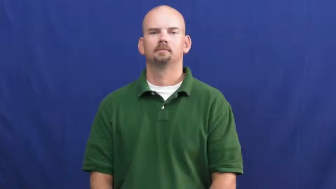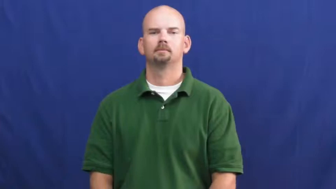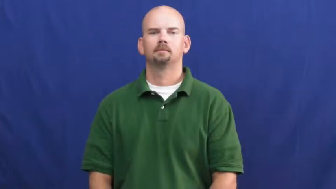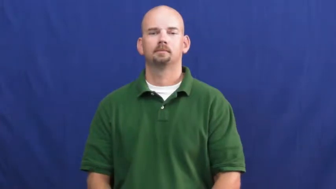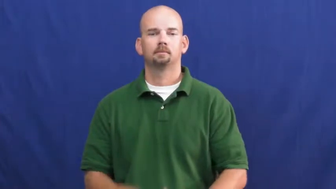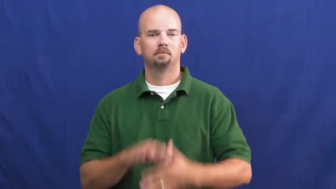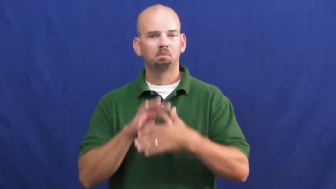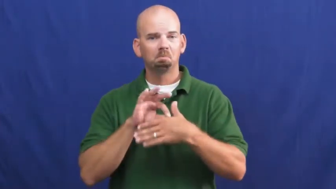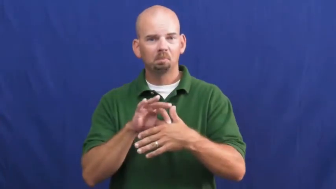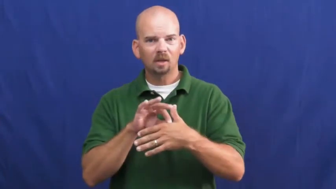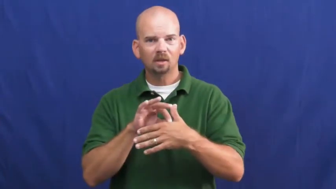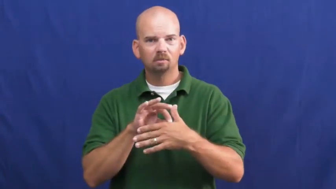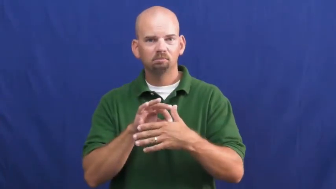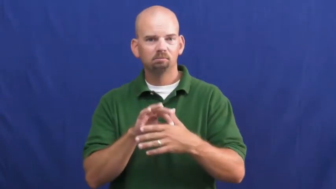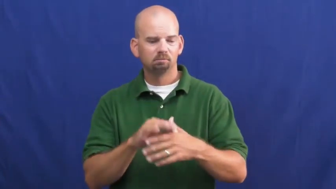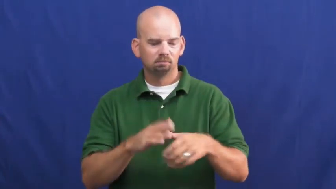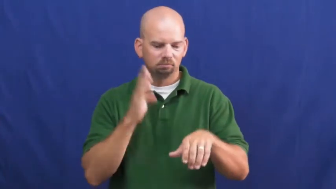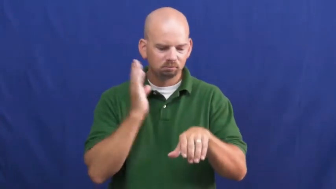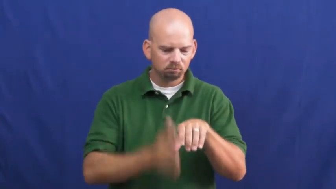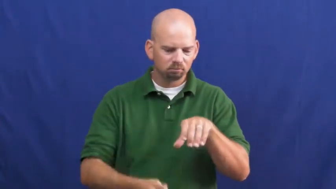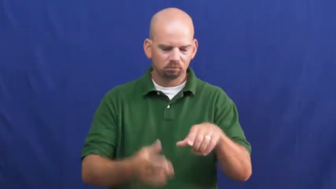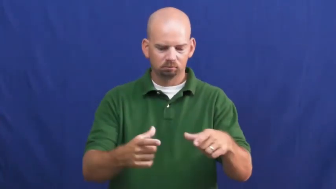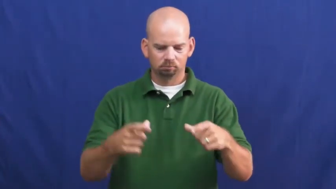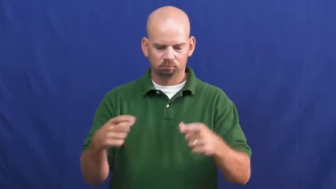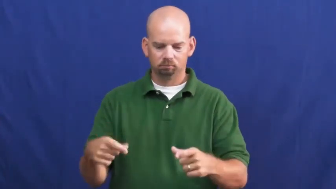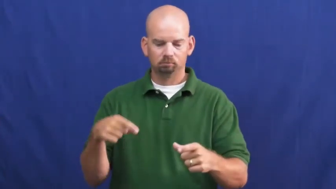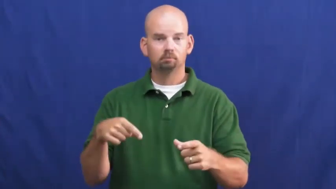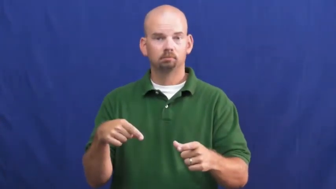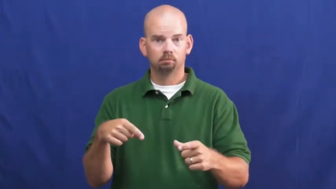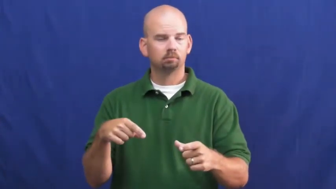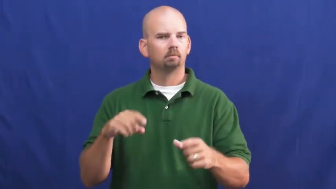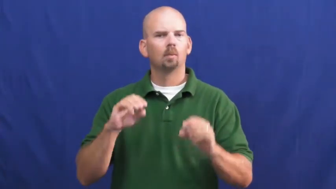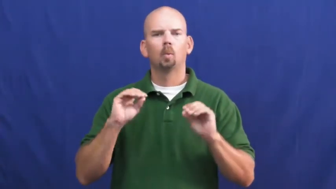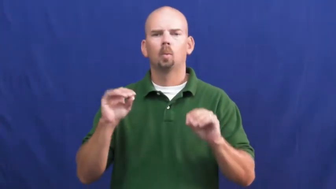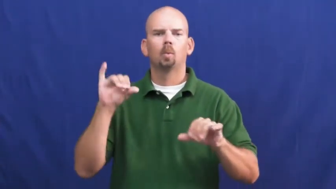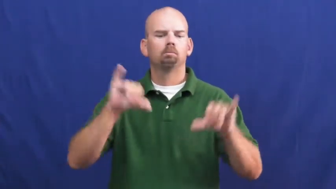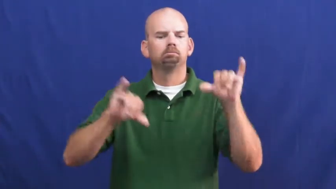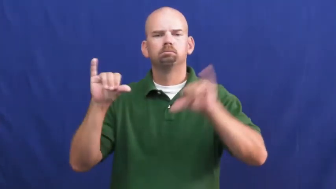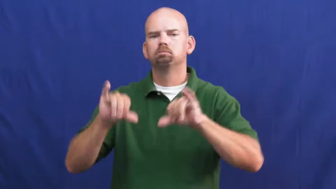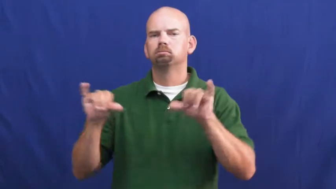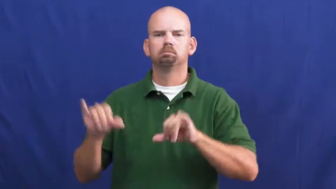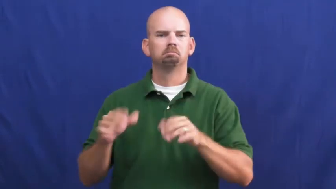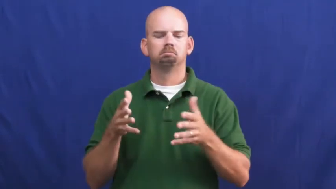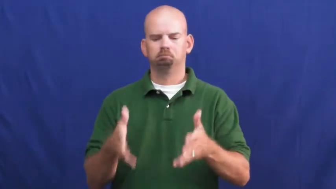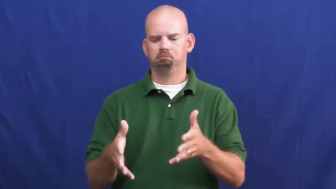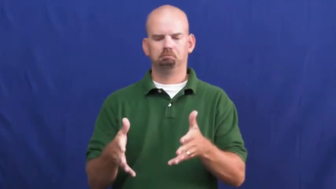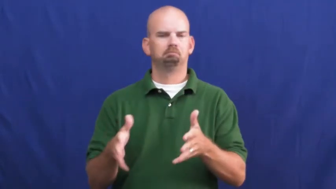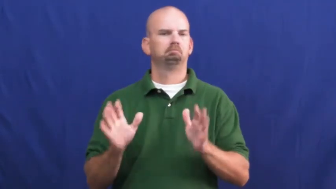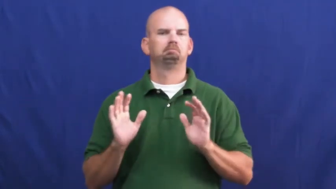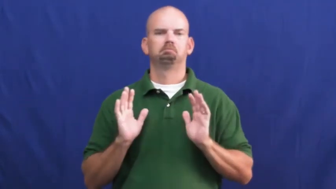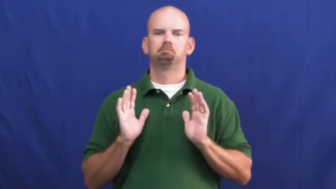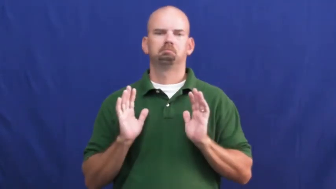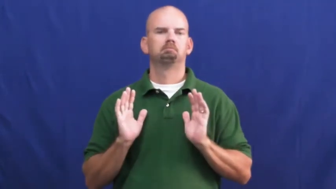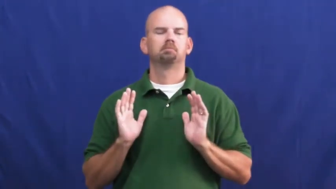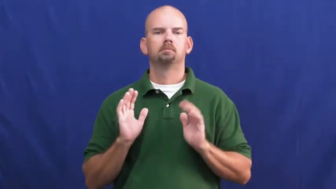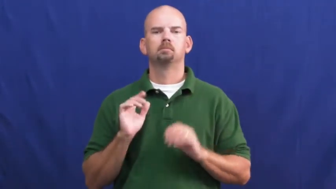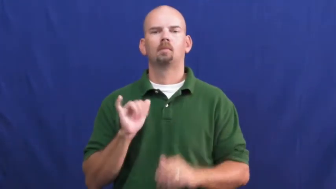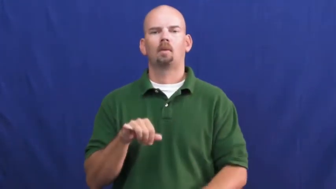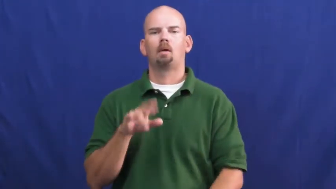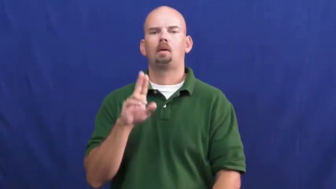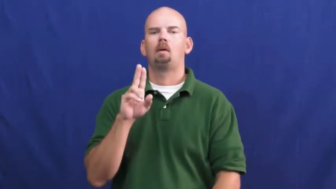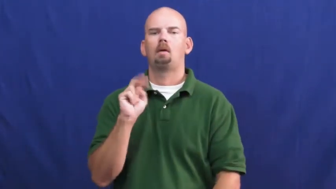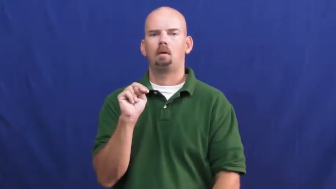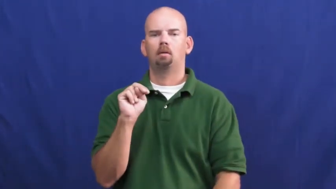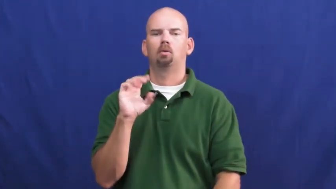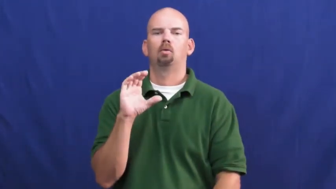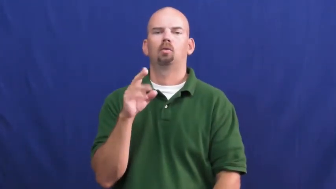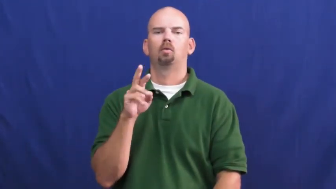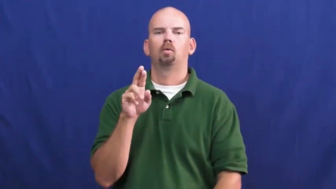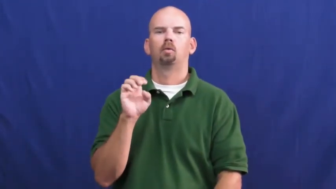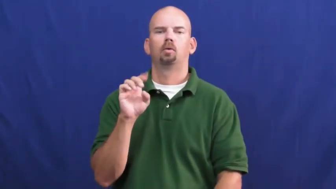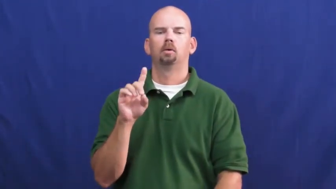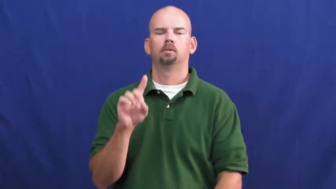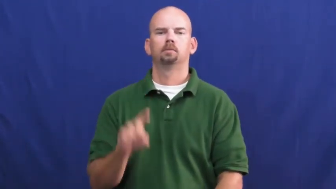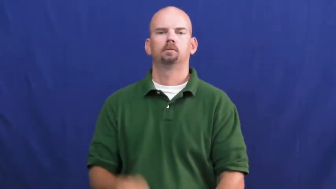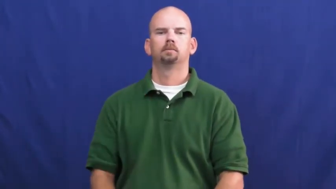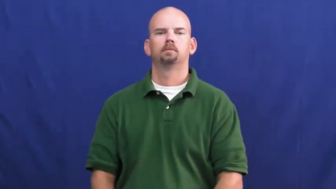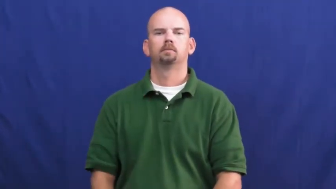uncured-meat